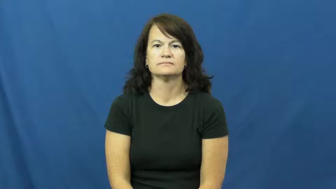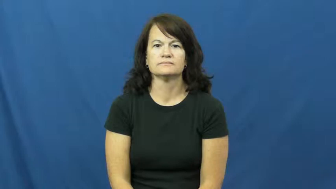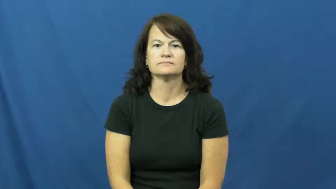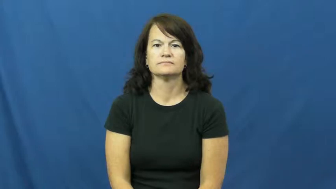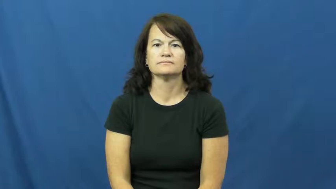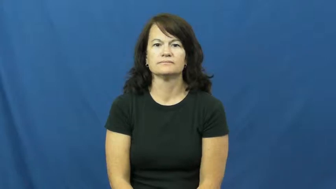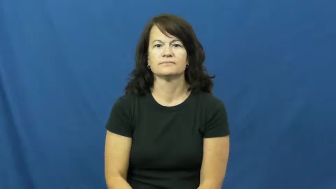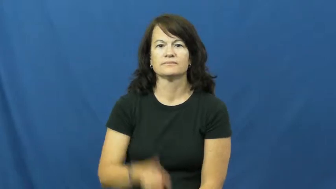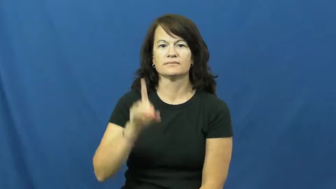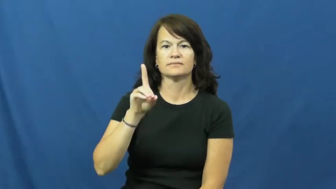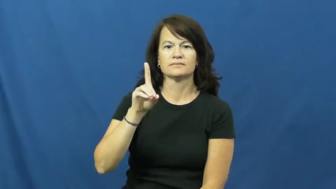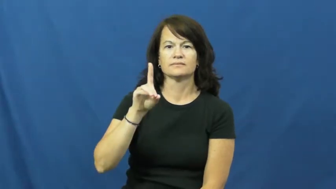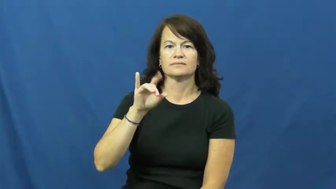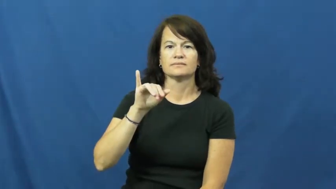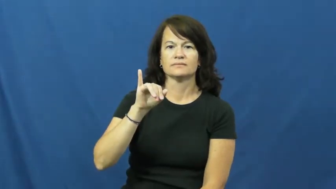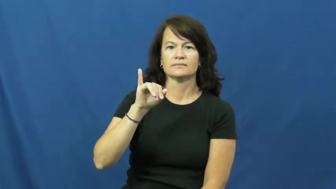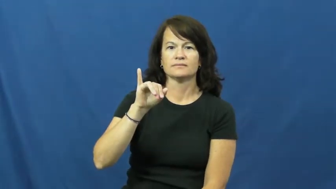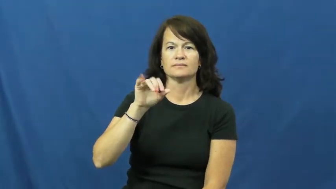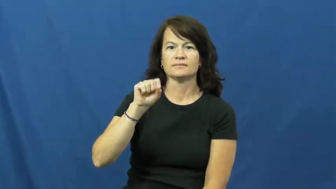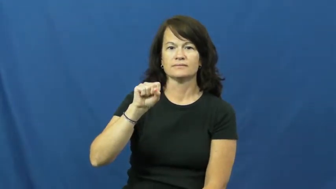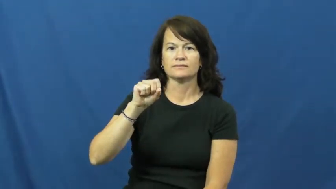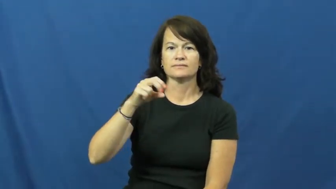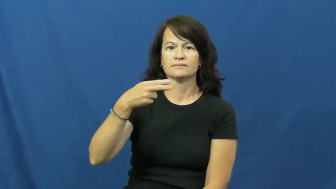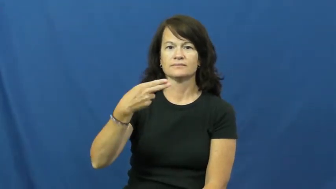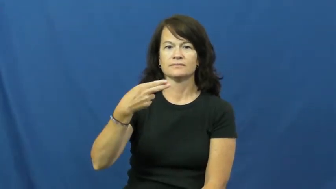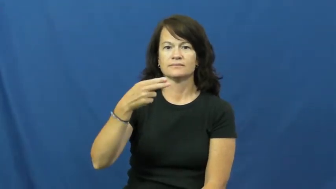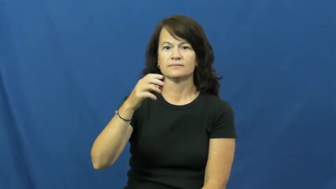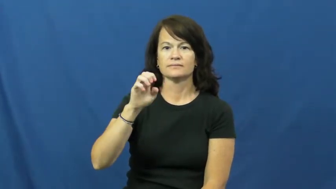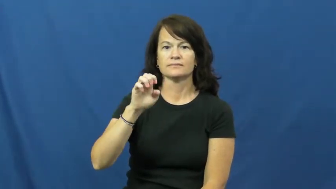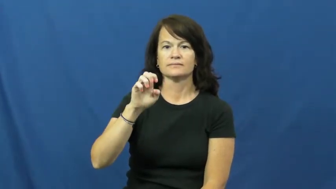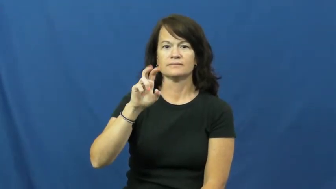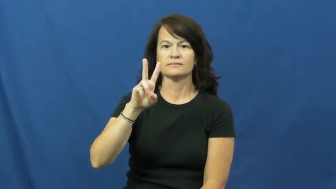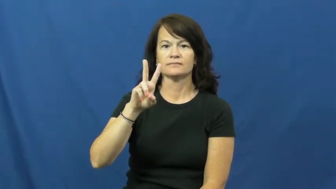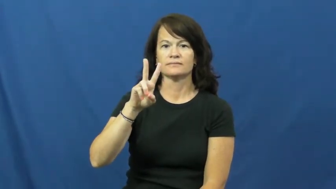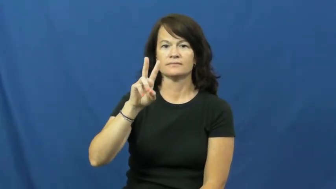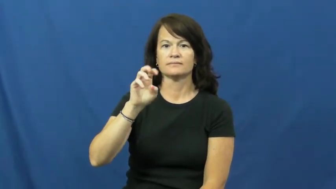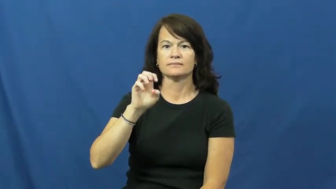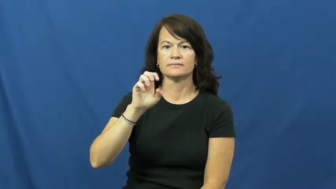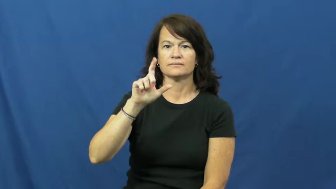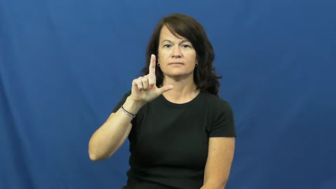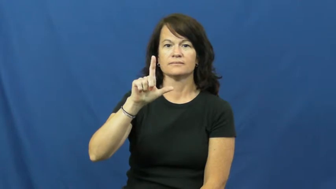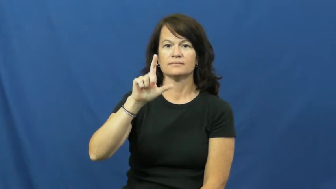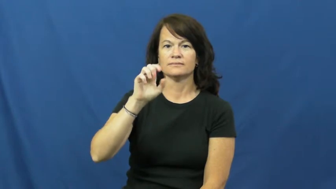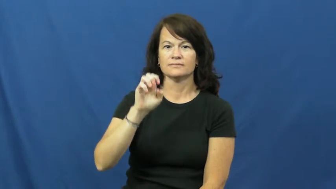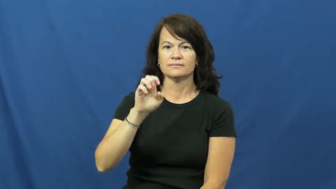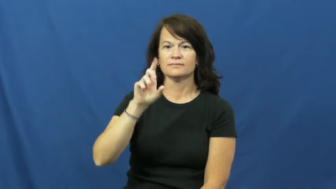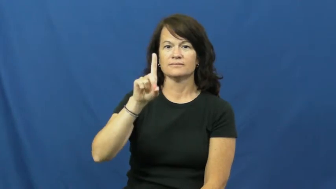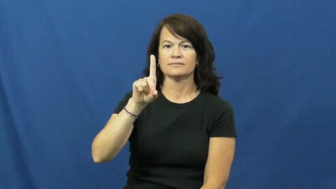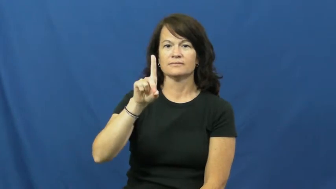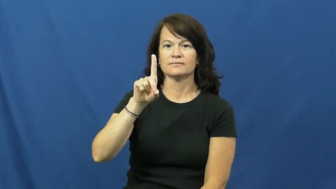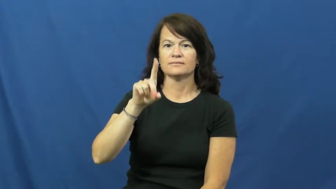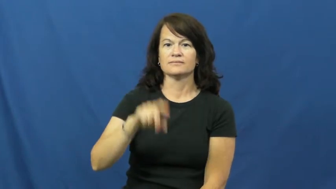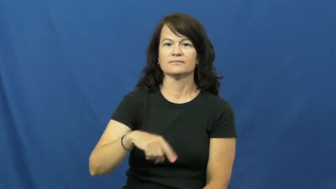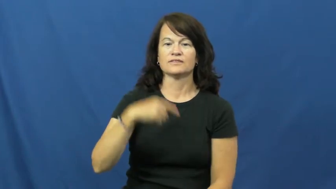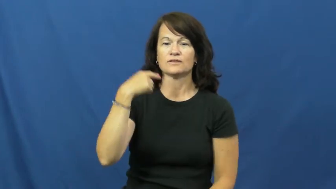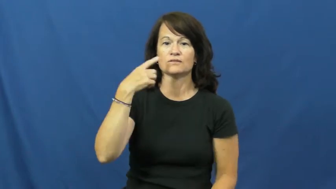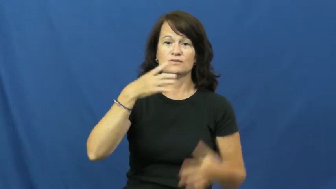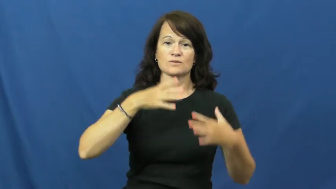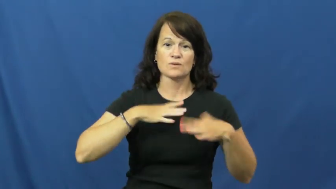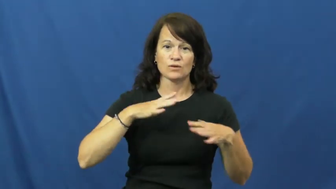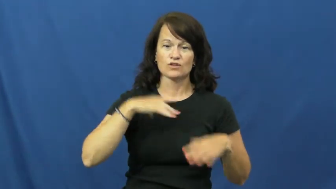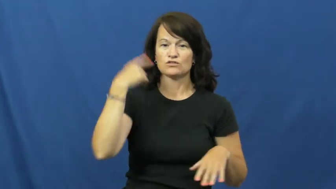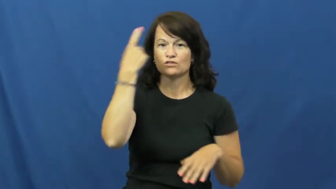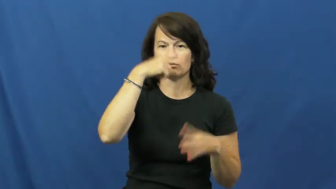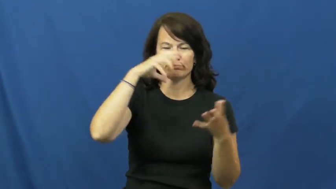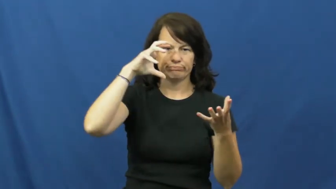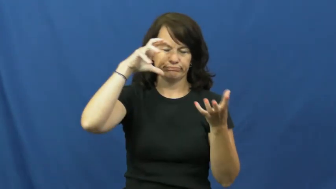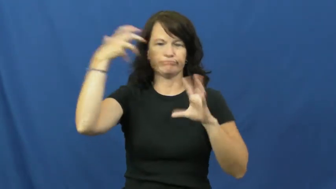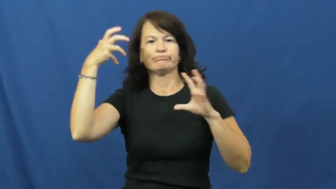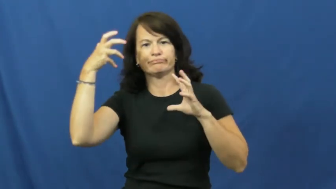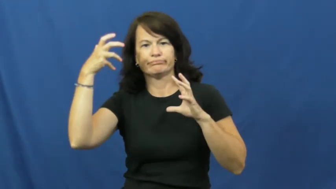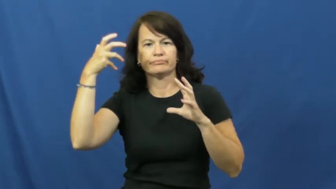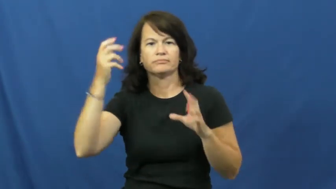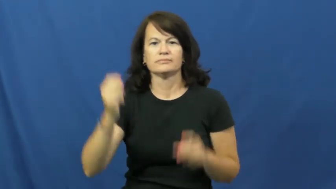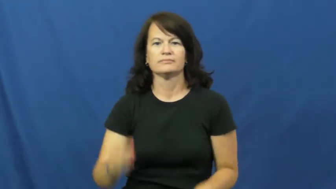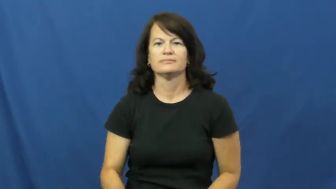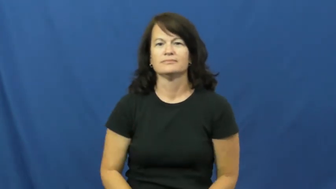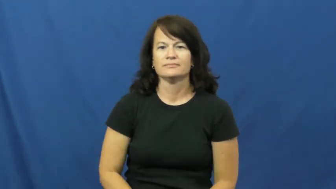disheveled